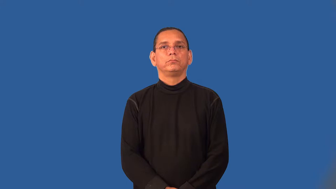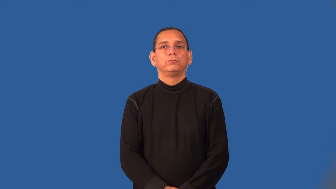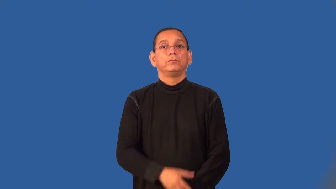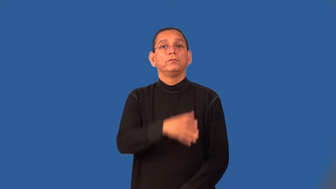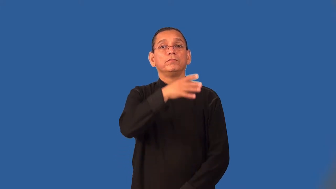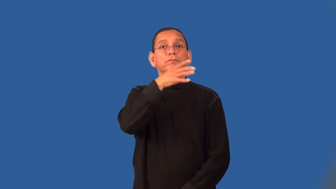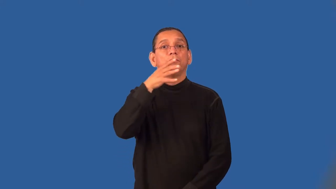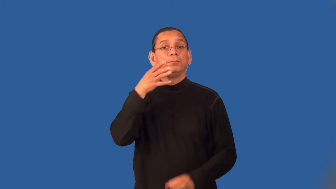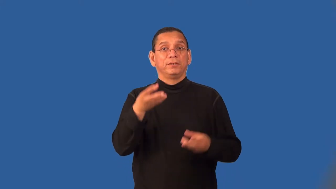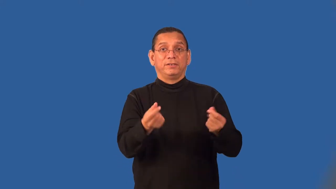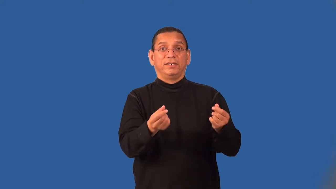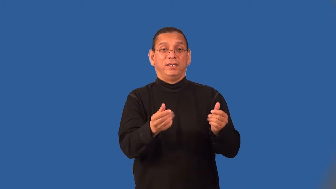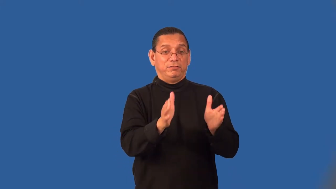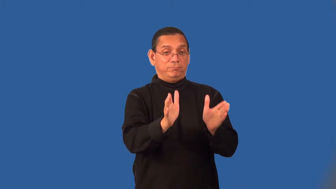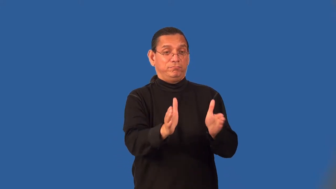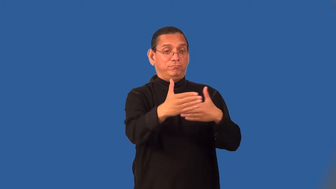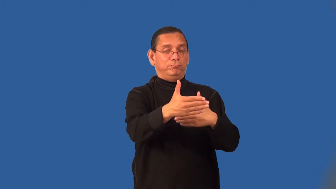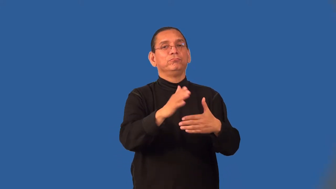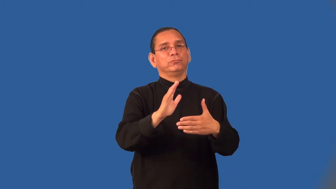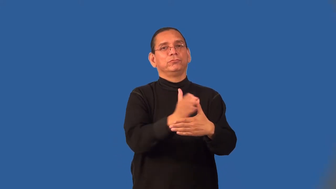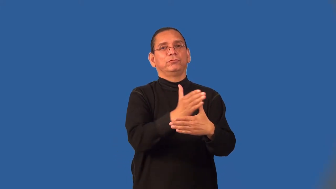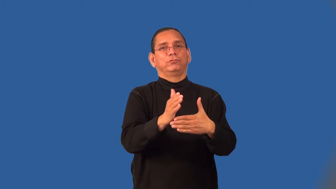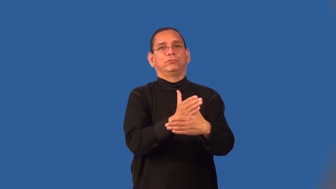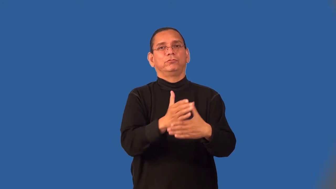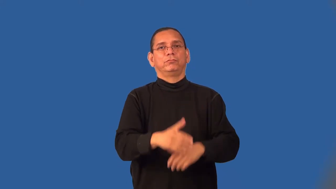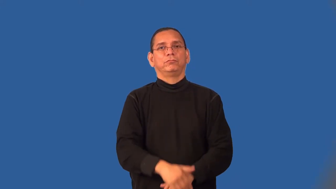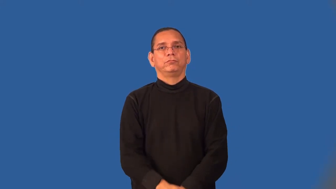sharecrop